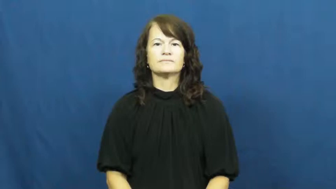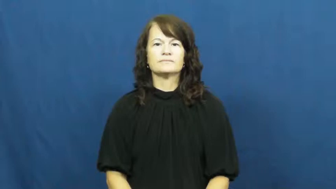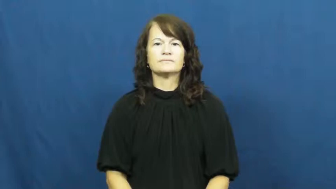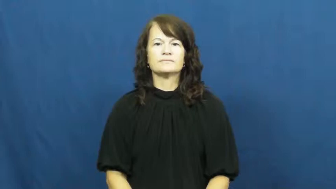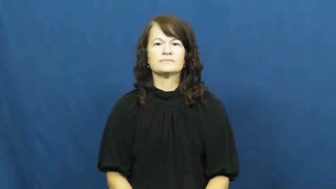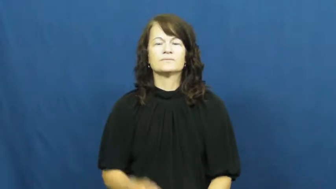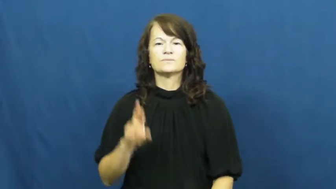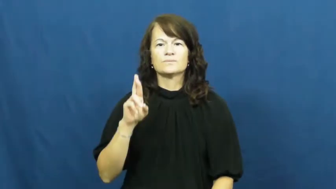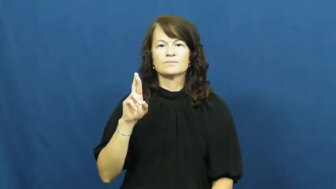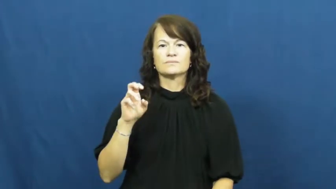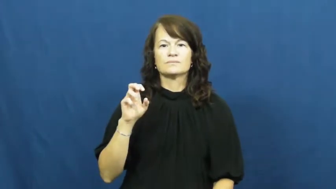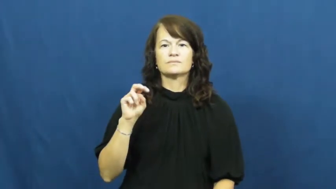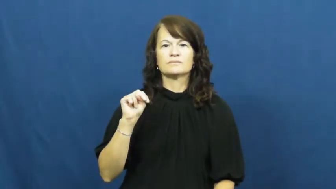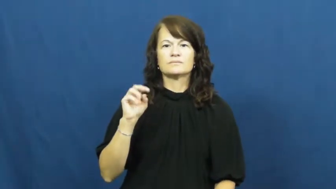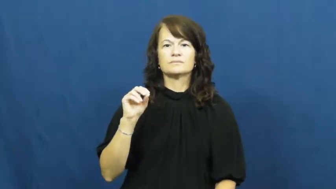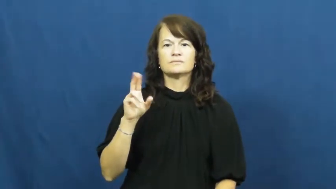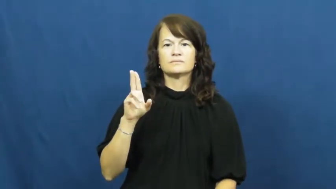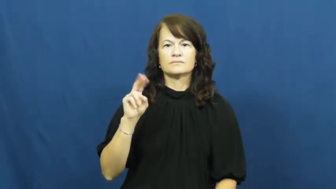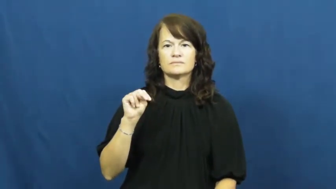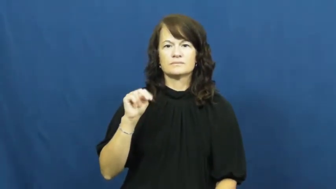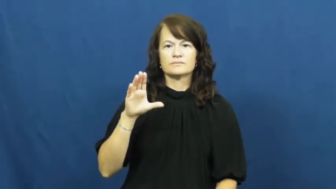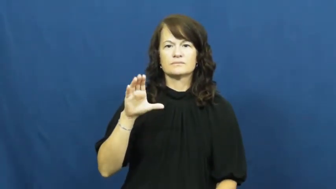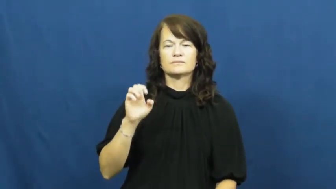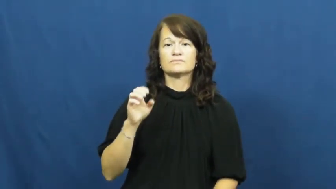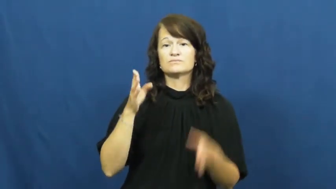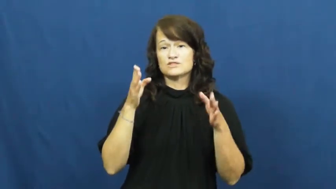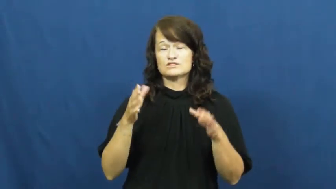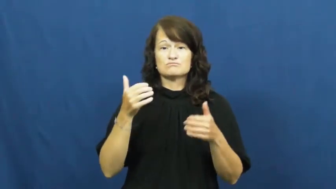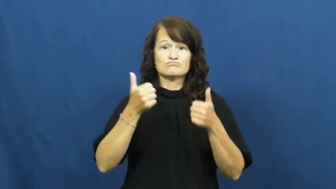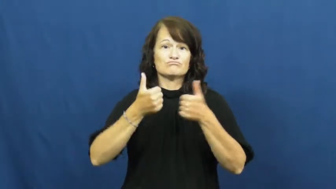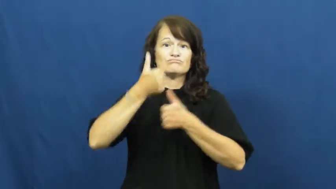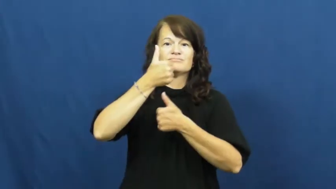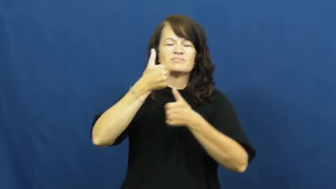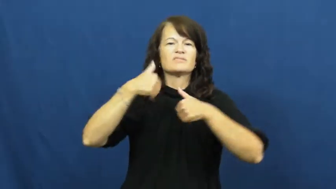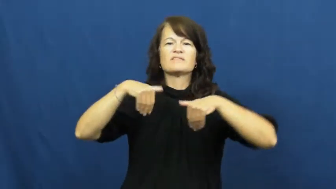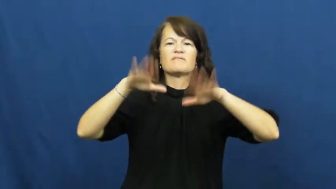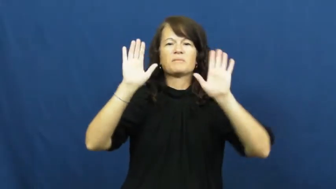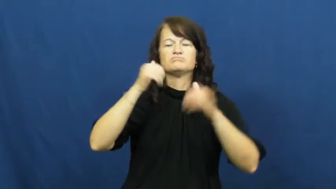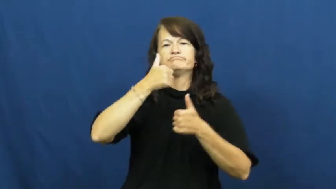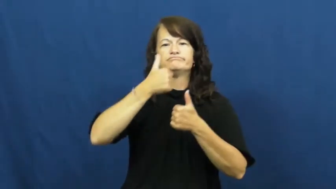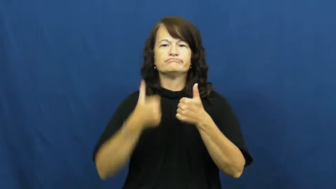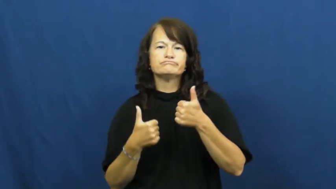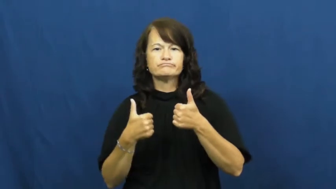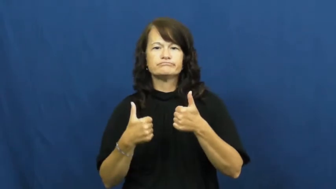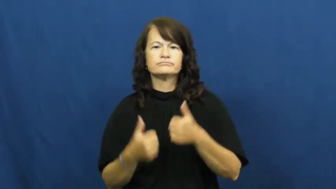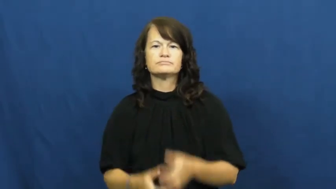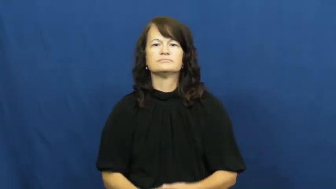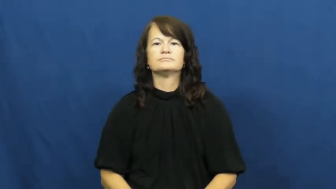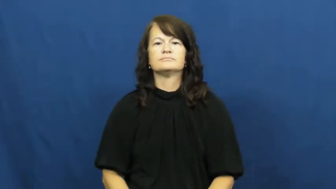renounce